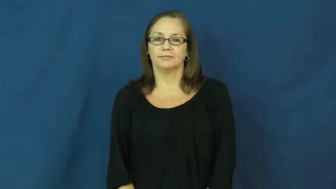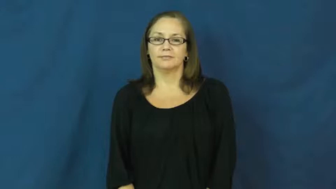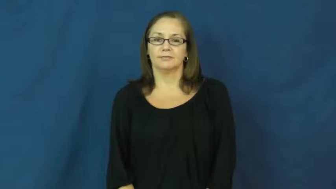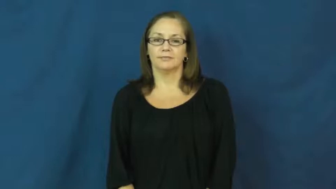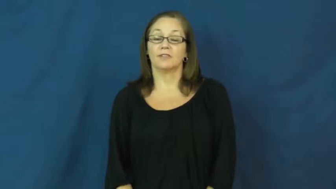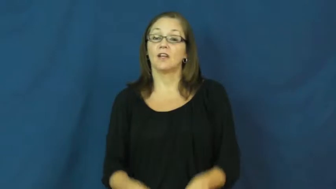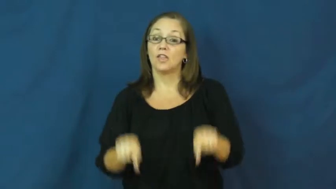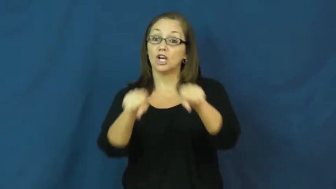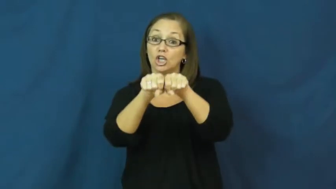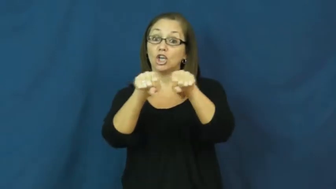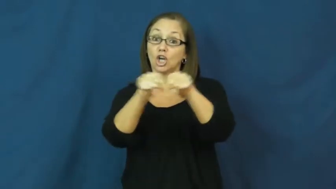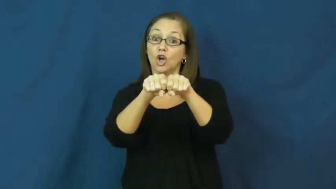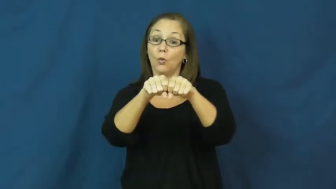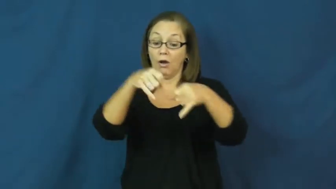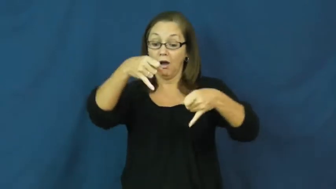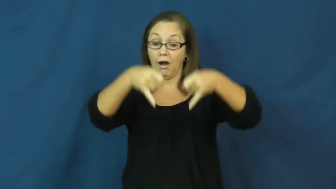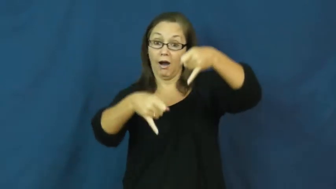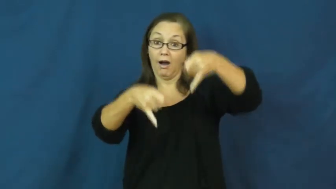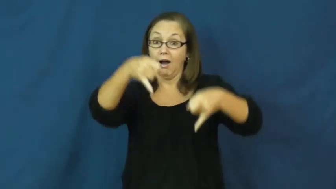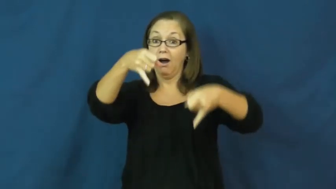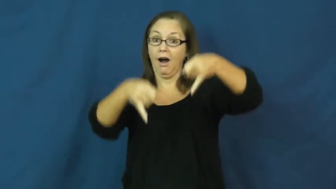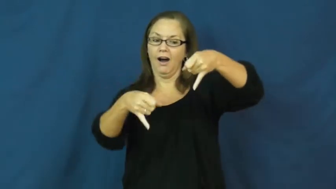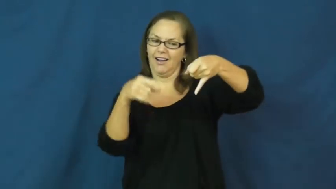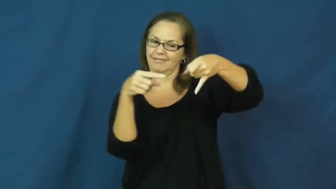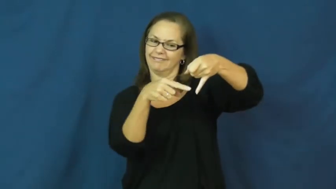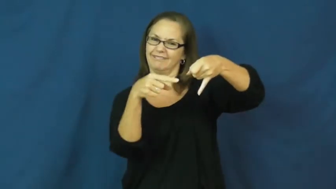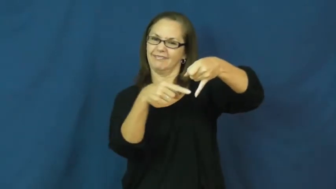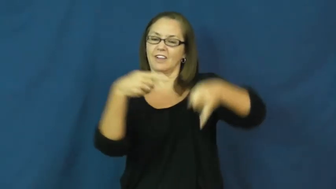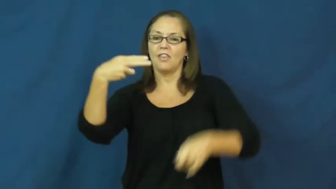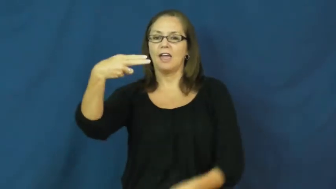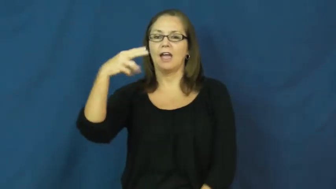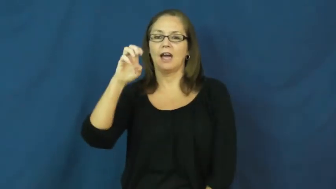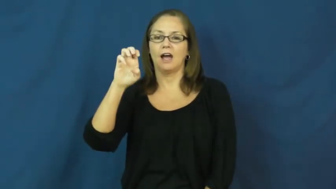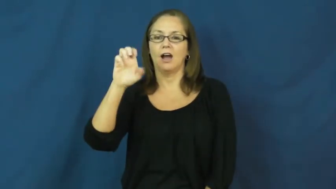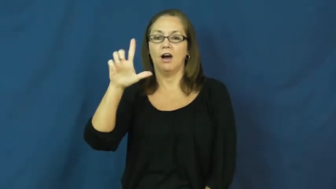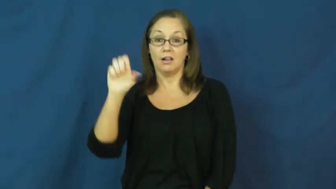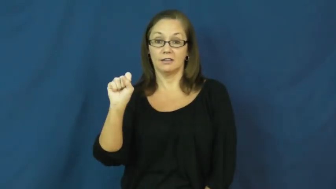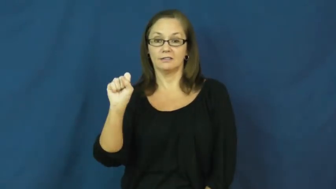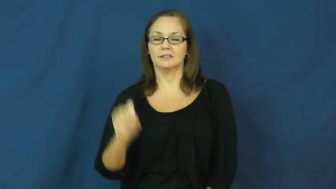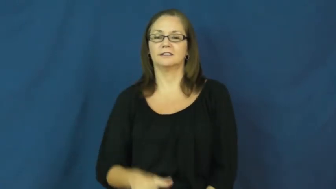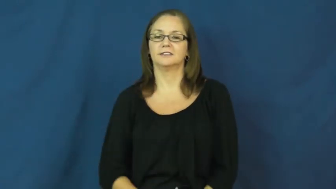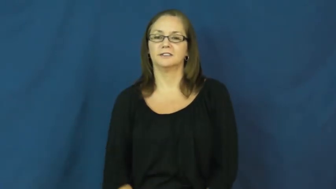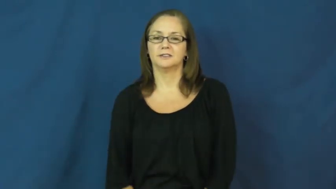heels